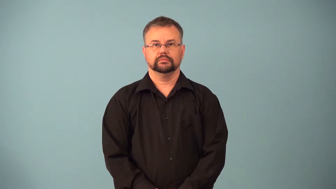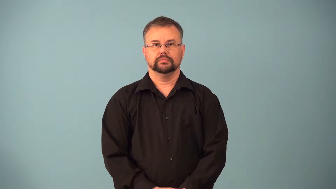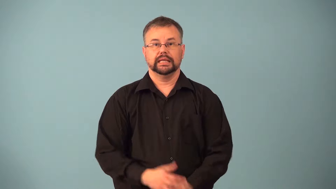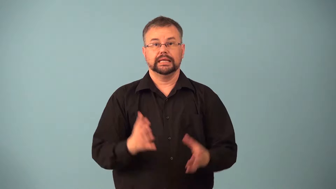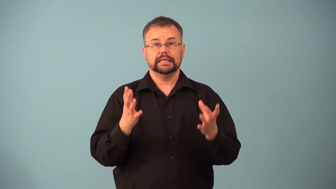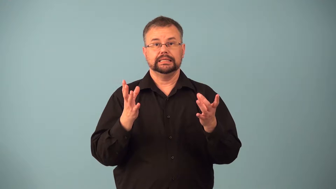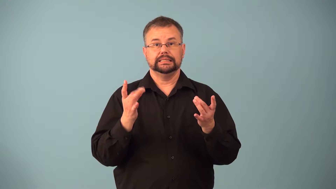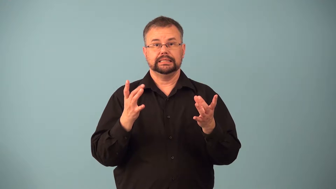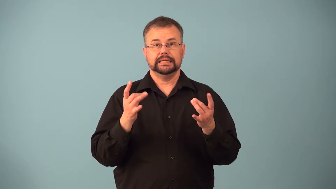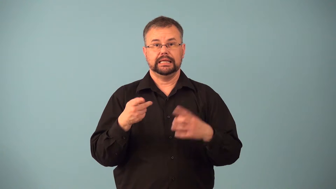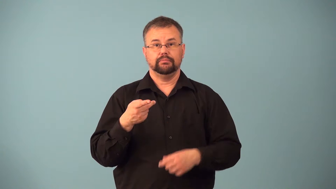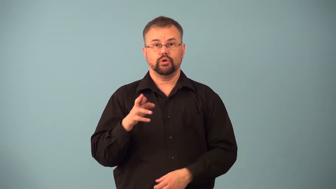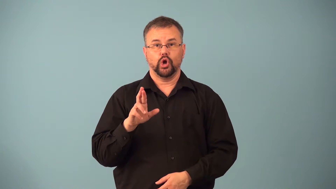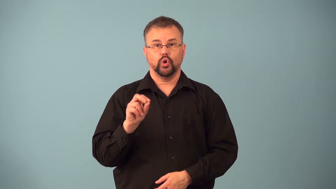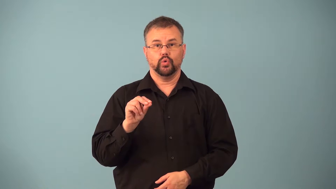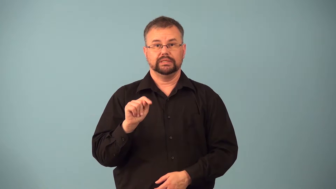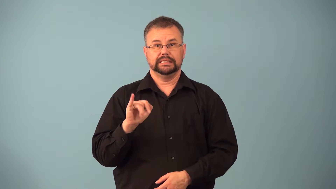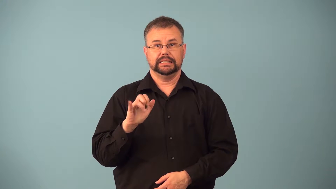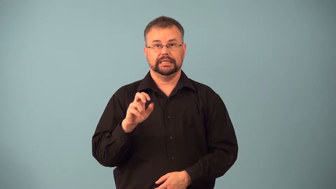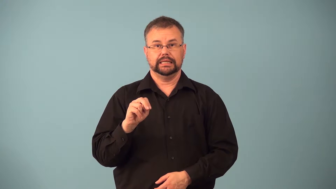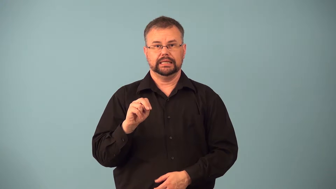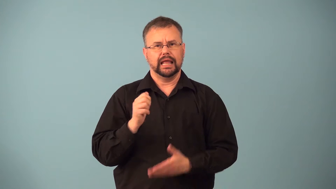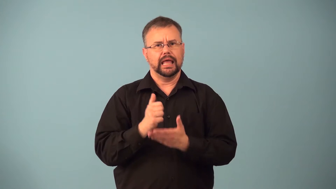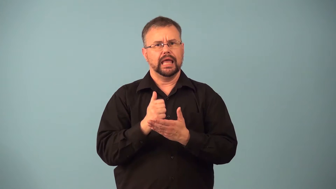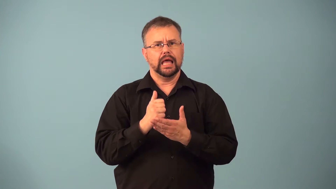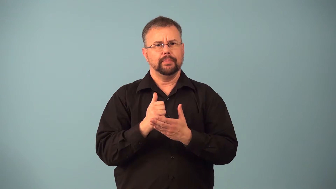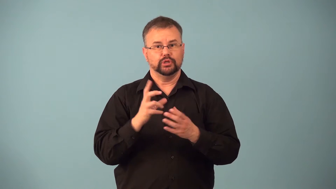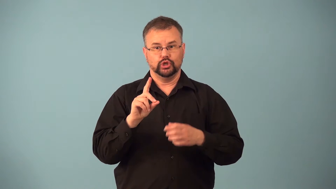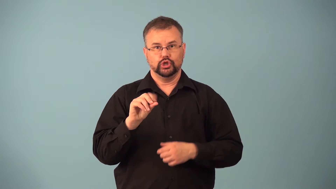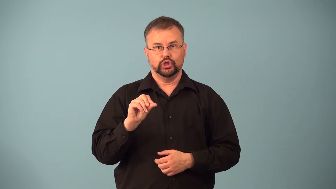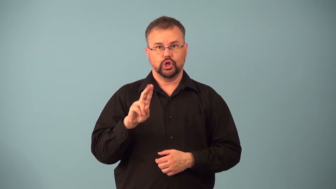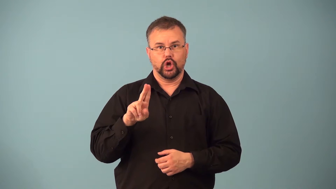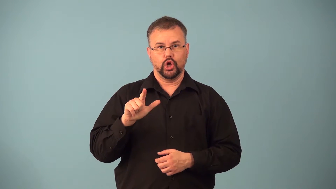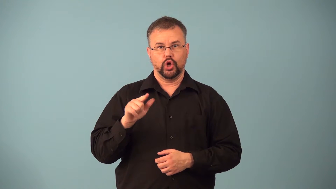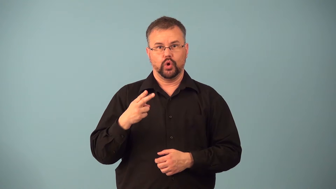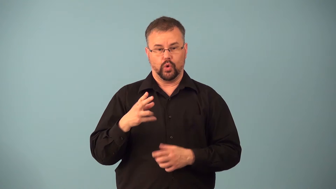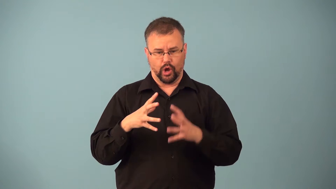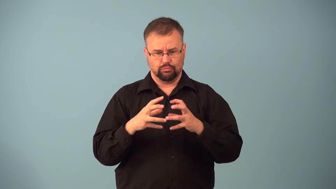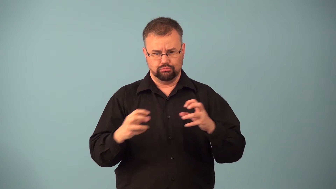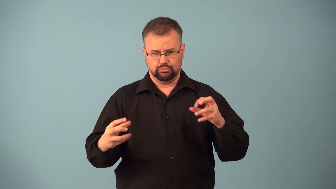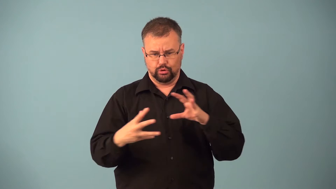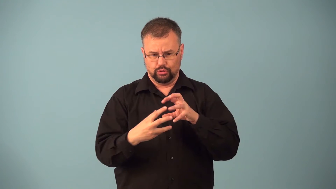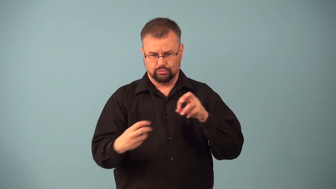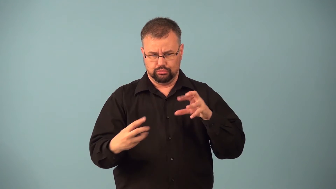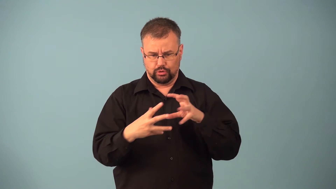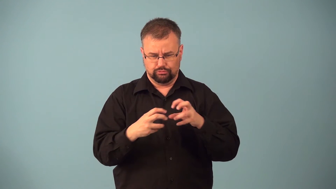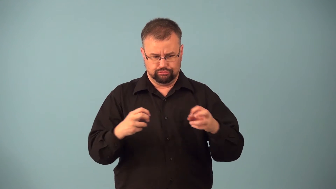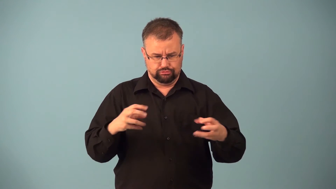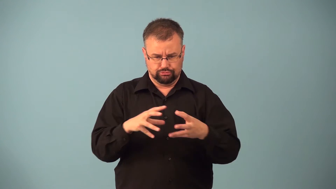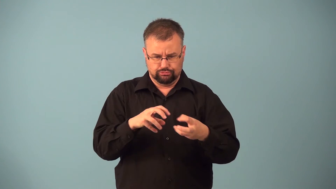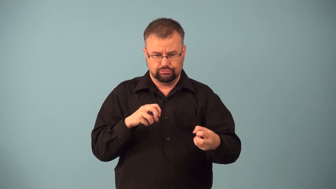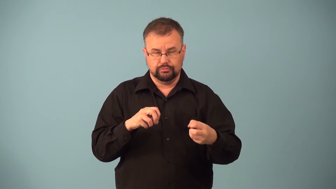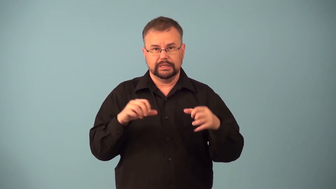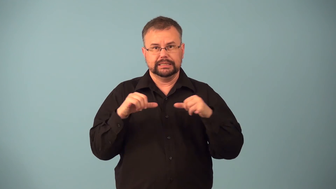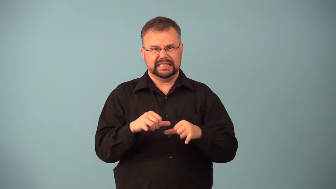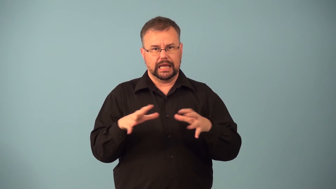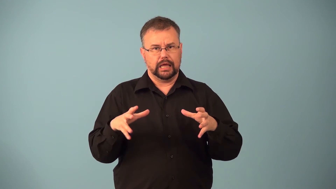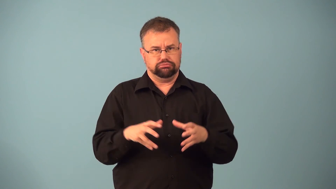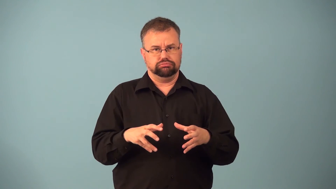gluten